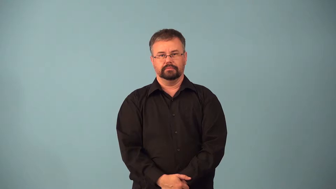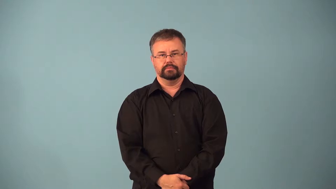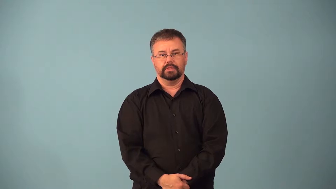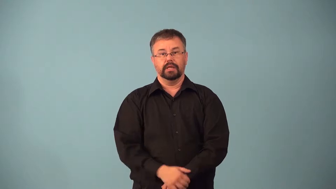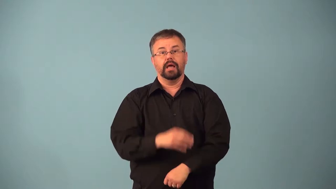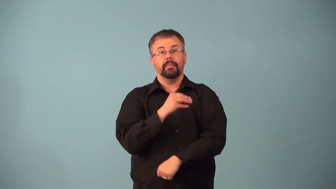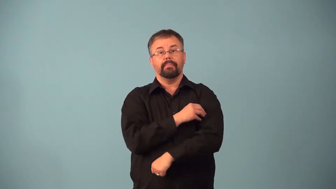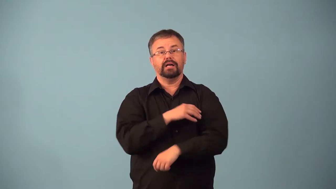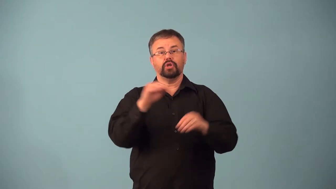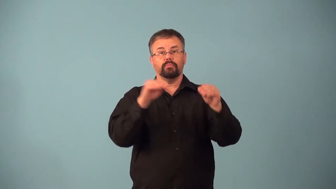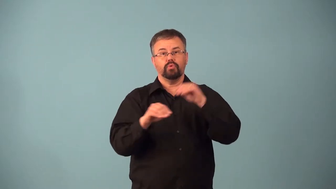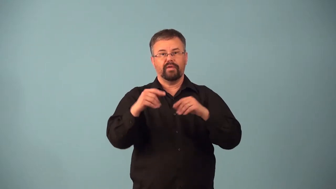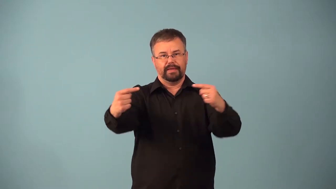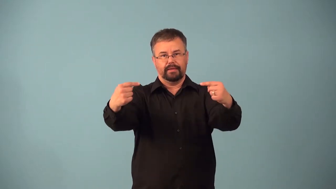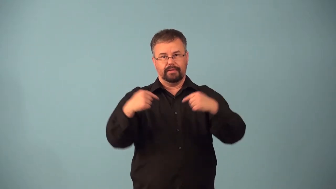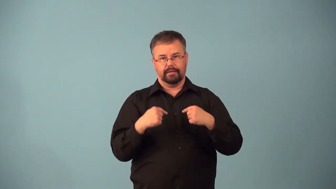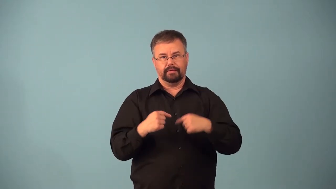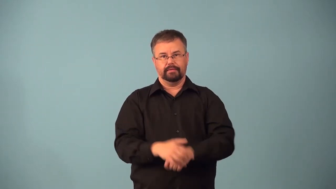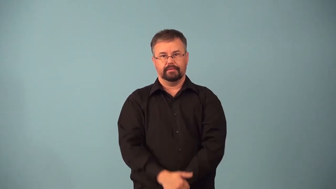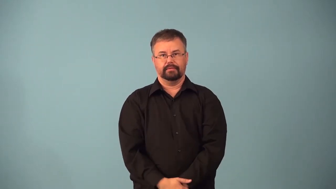aduct-move limb toward body